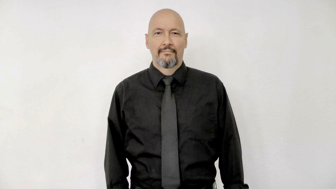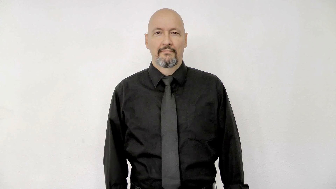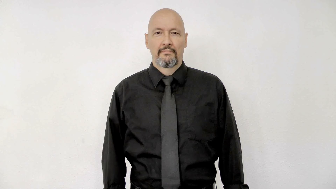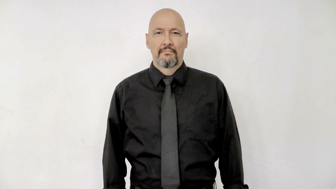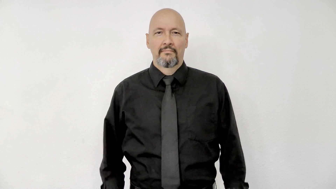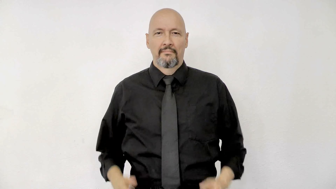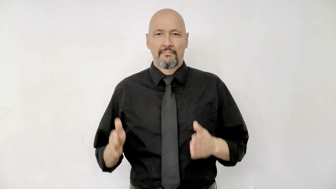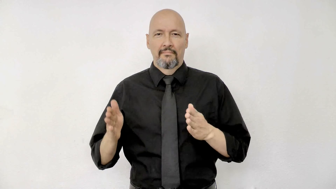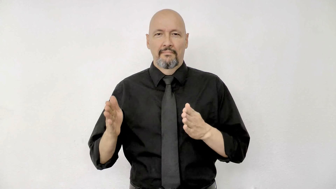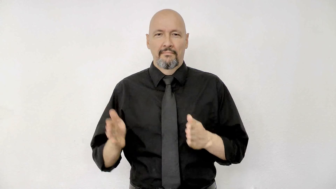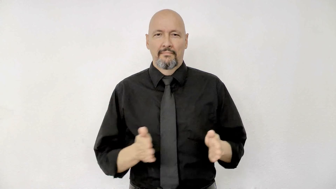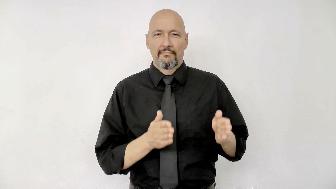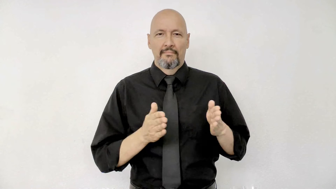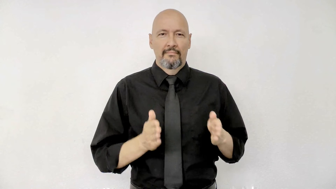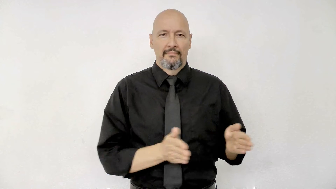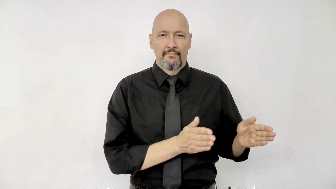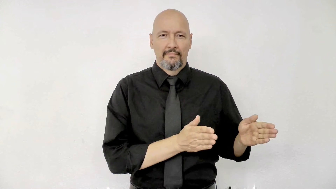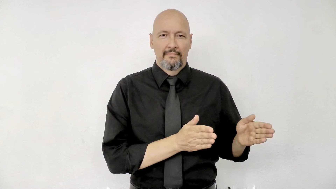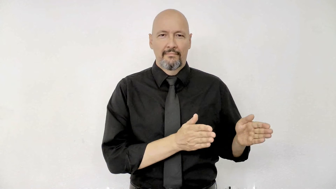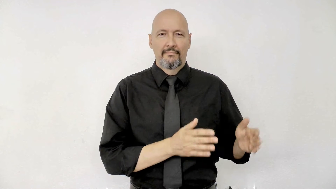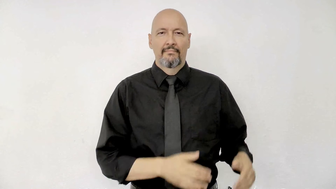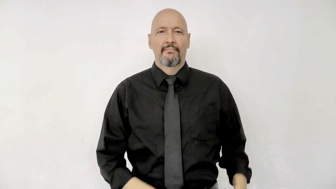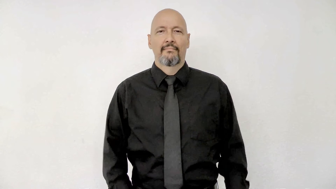prepare